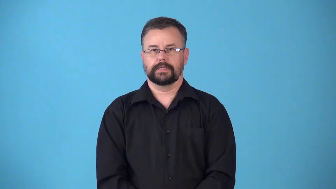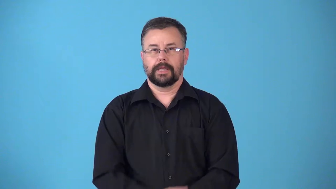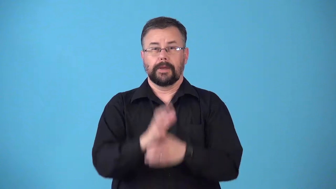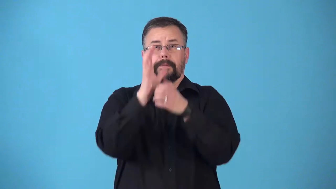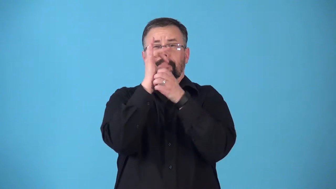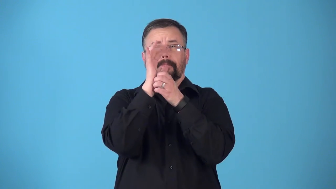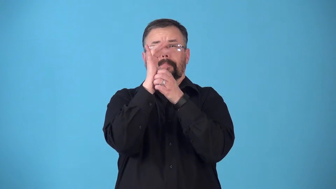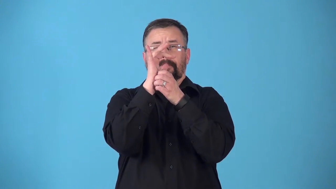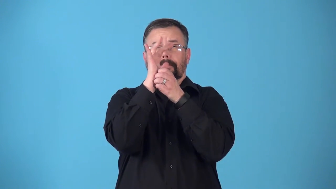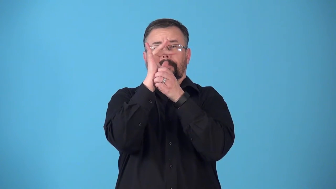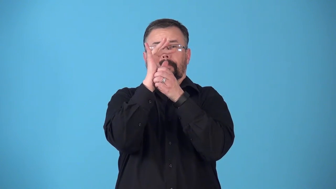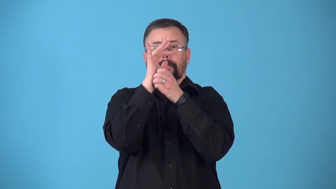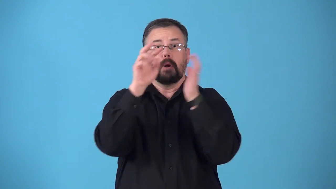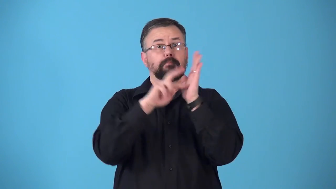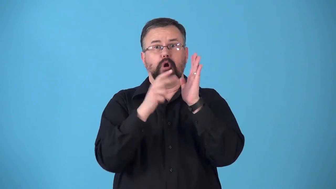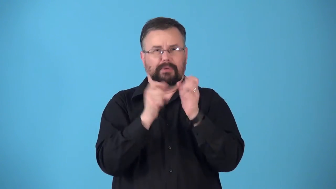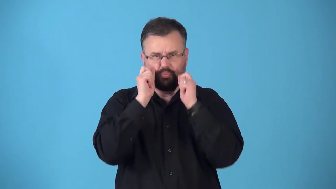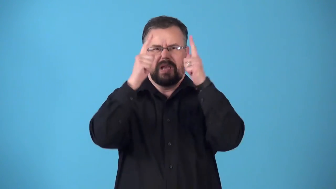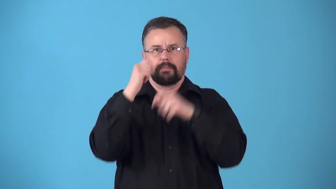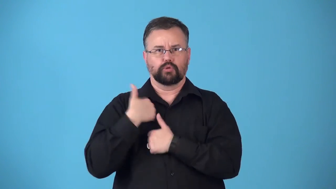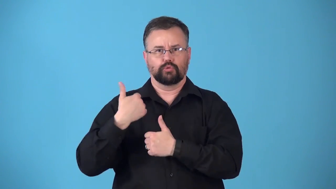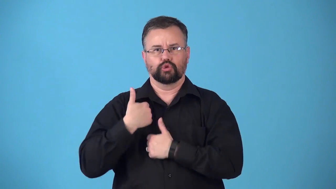reveille